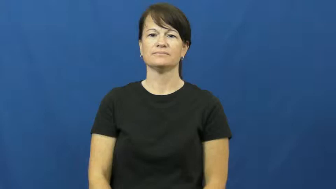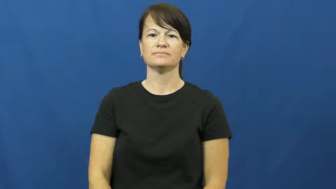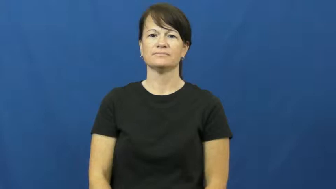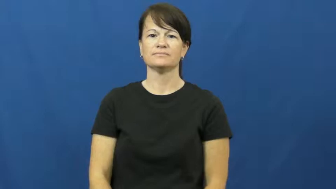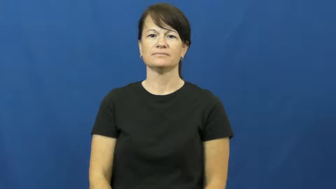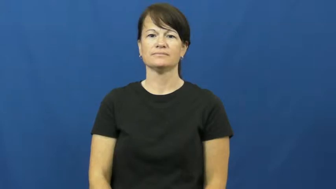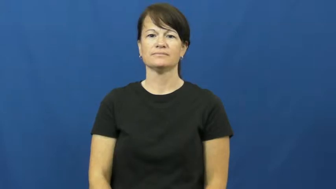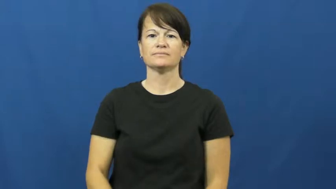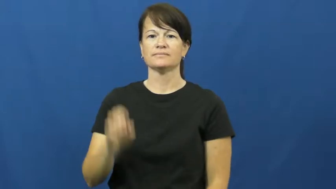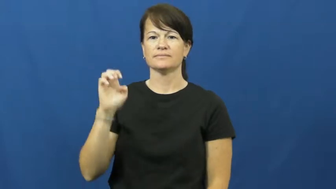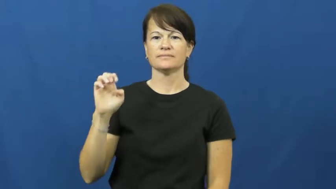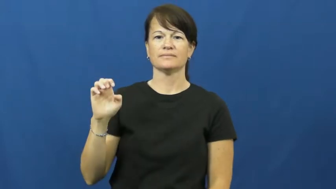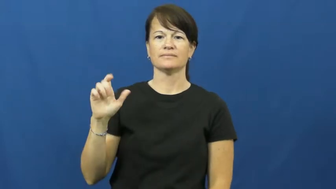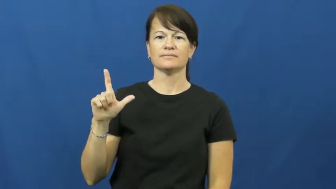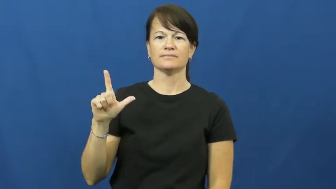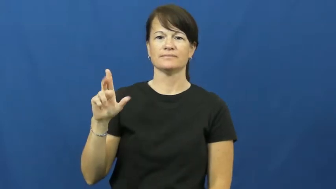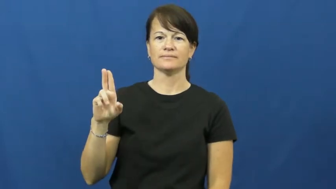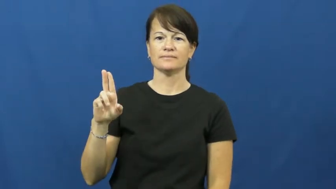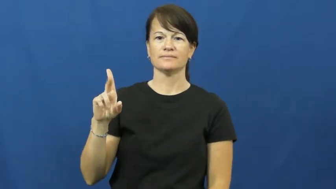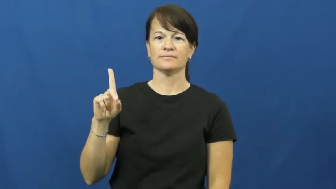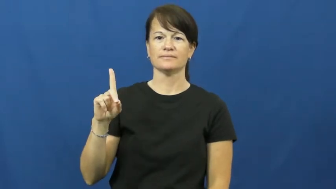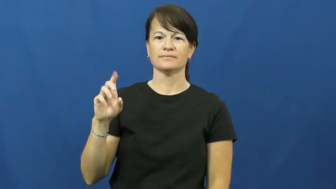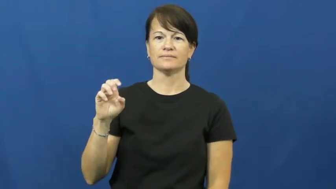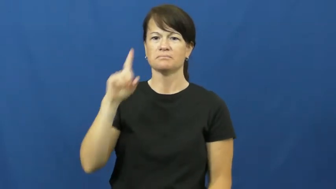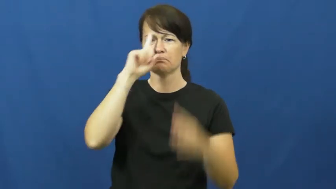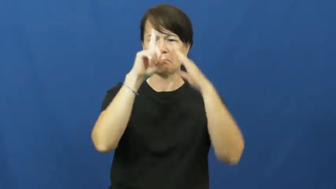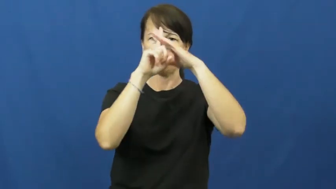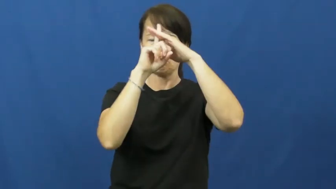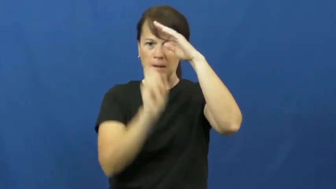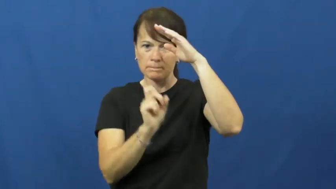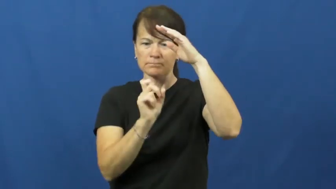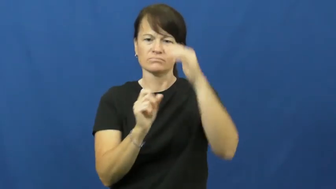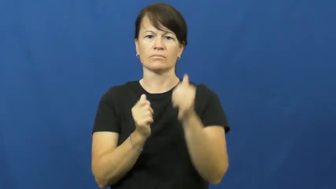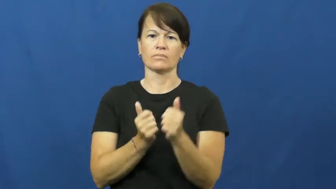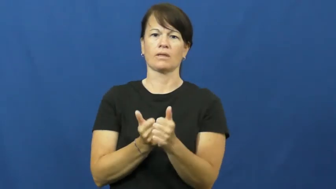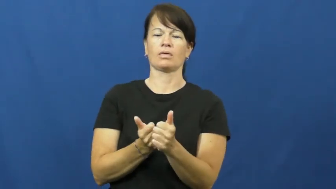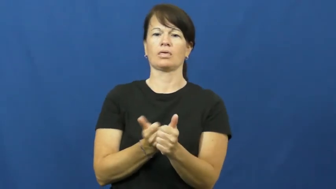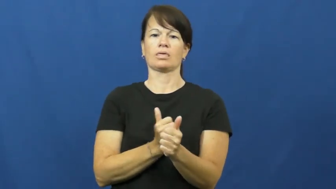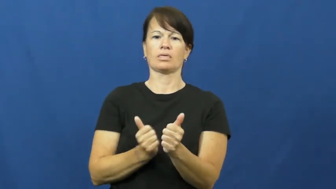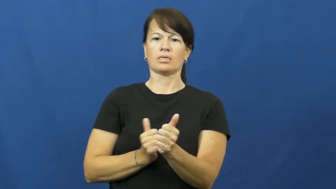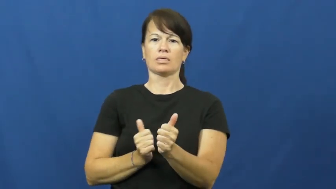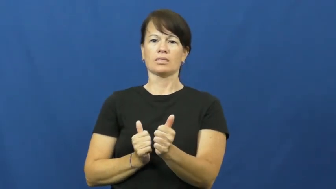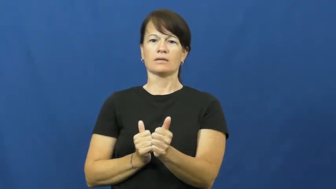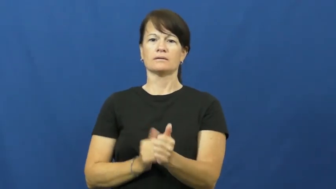elude